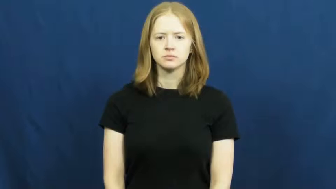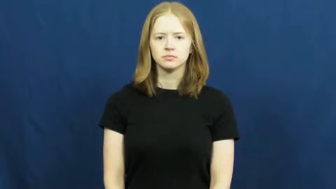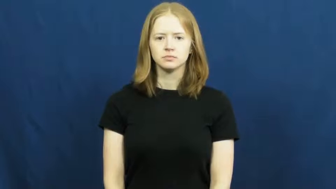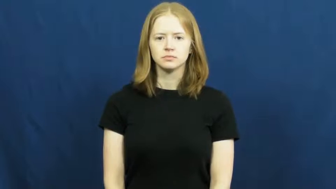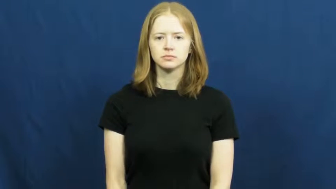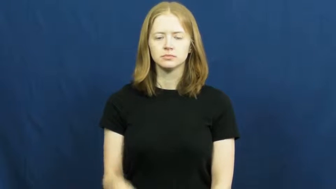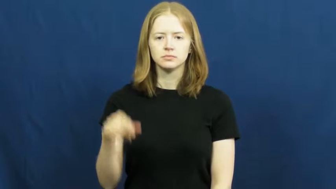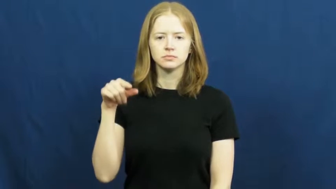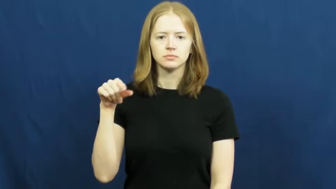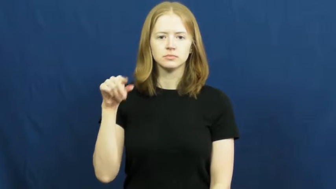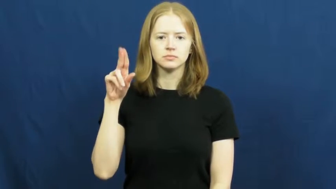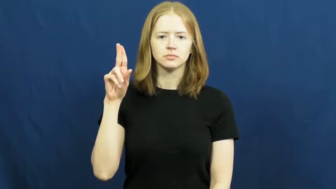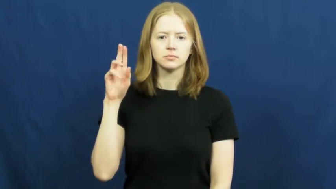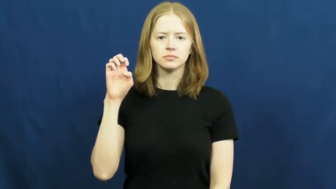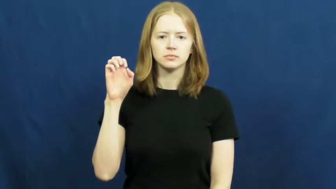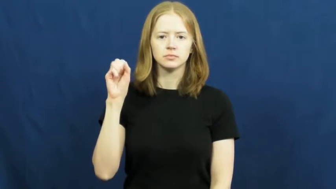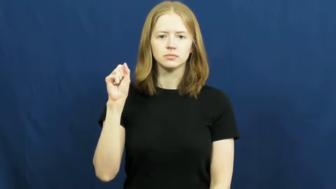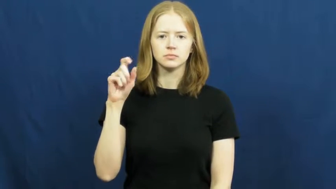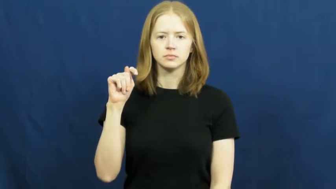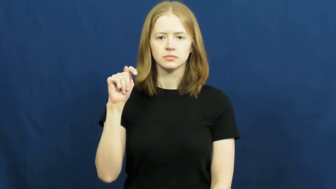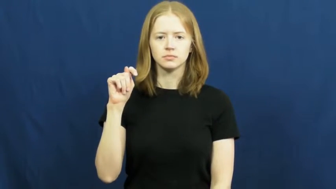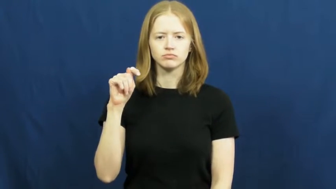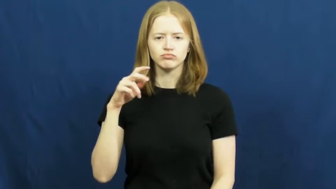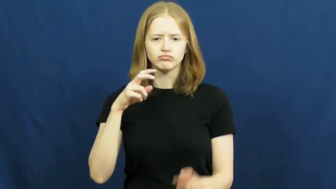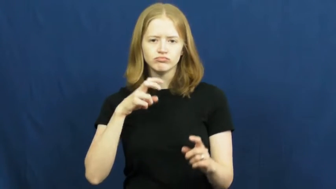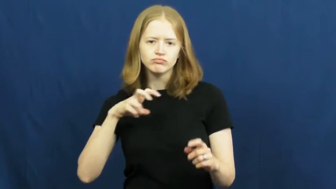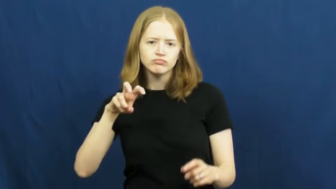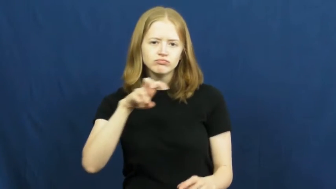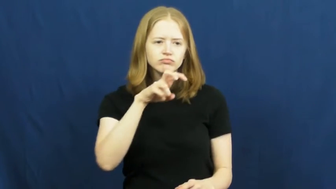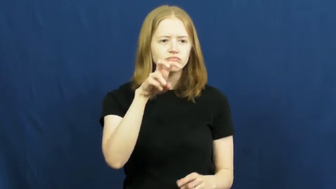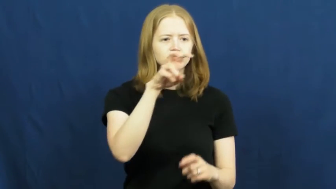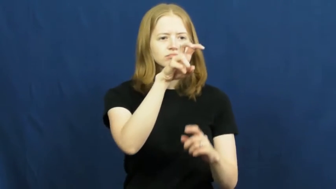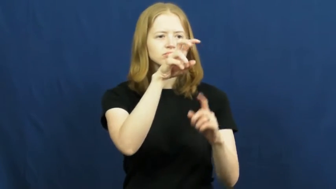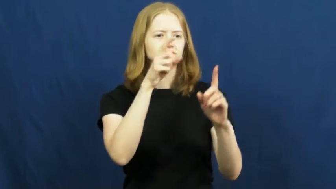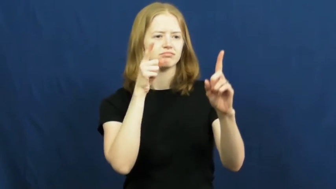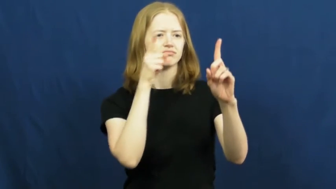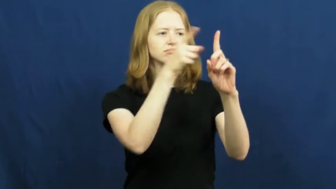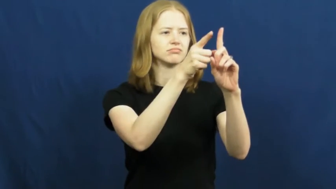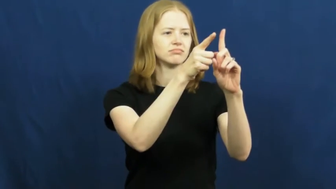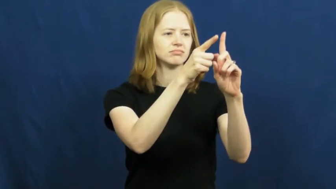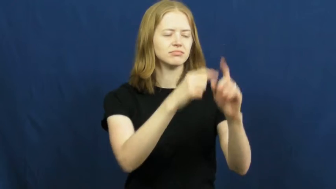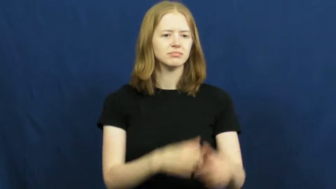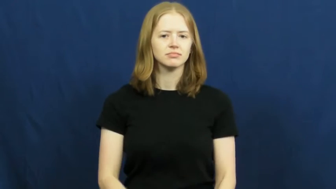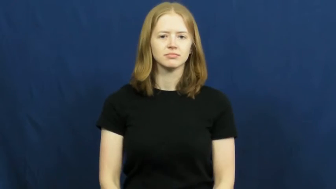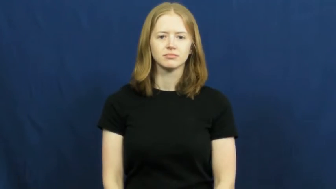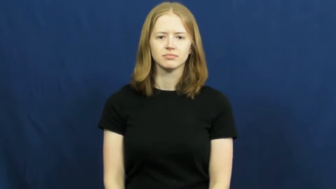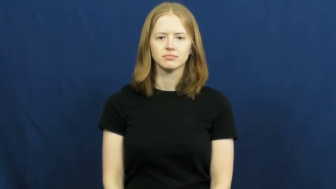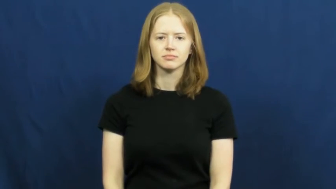quest